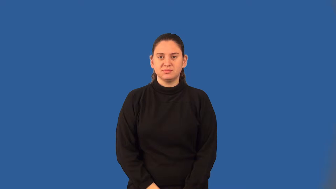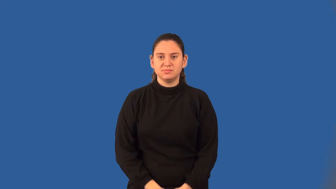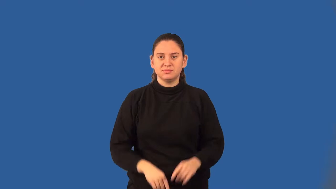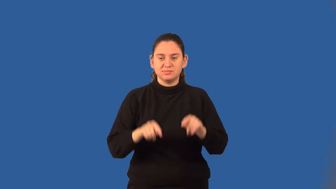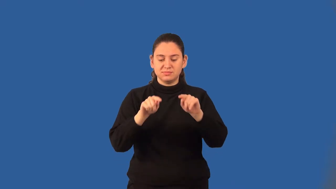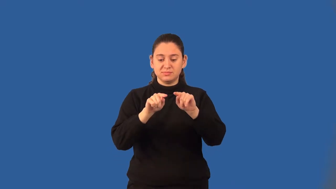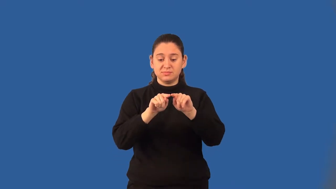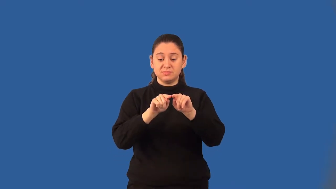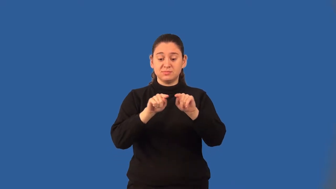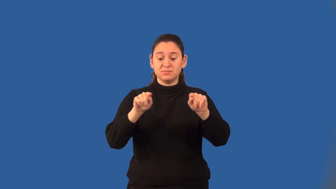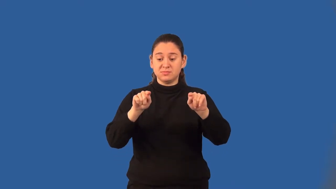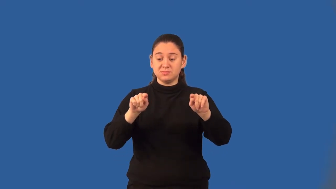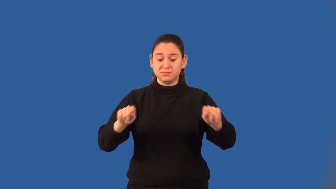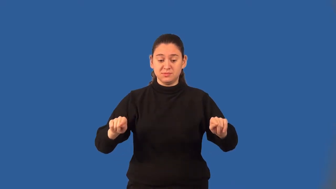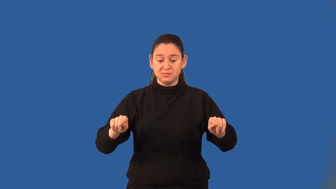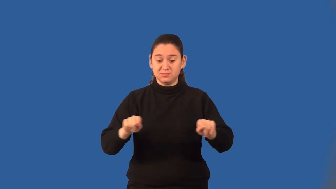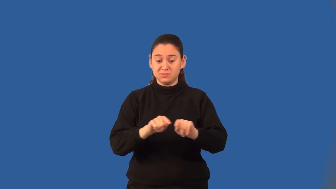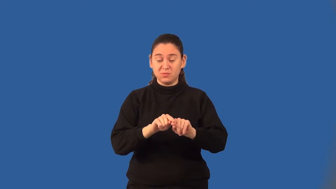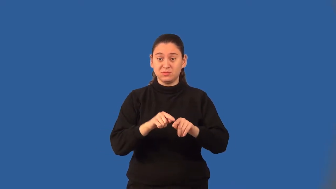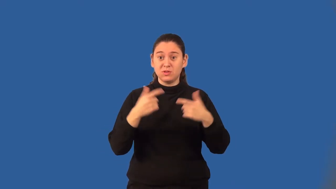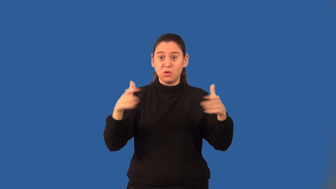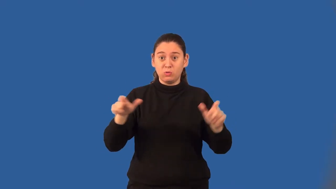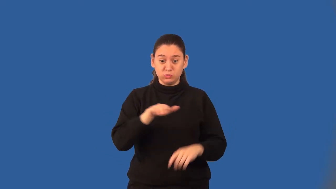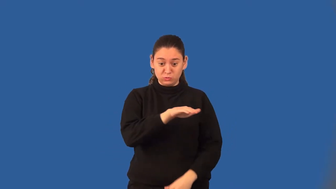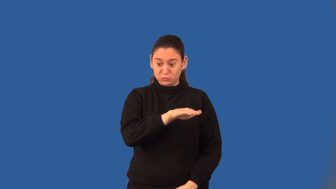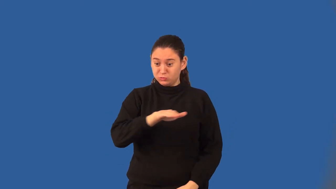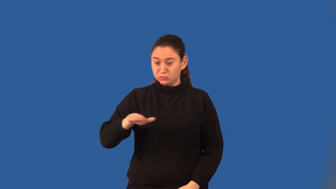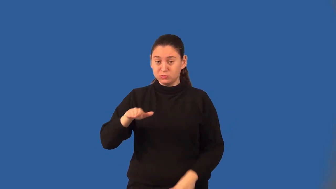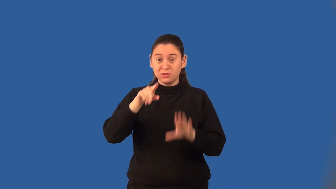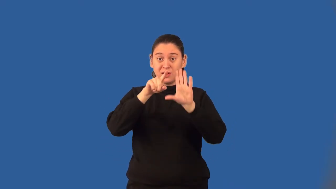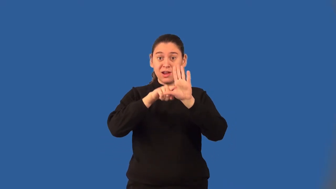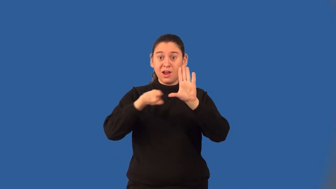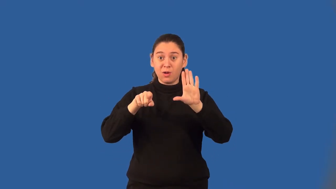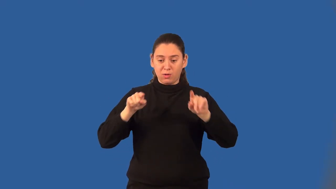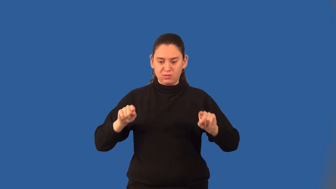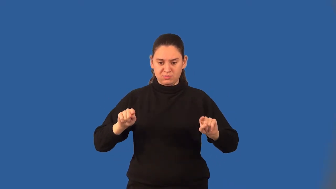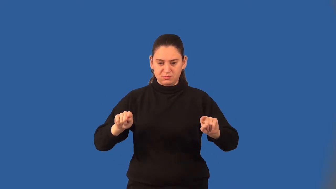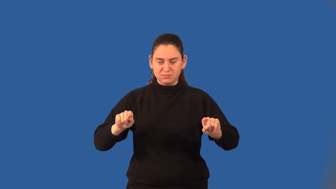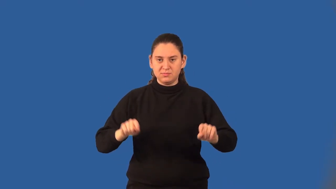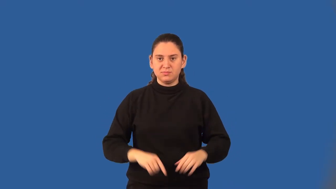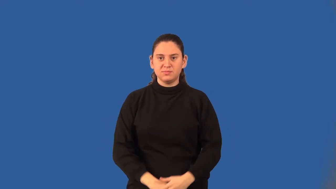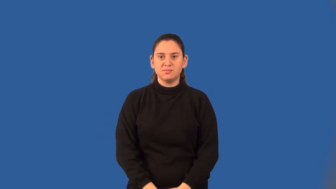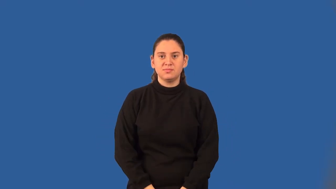base angles of a trapezoid